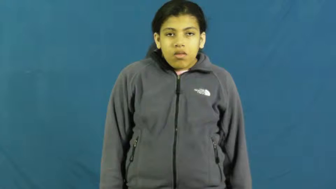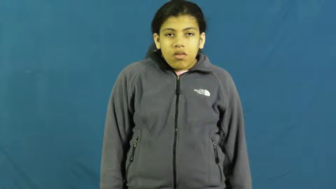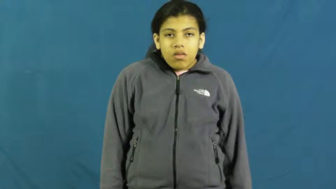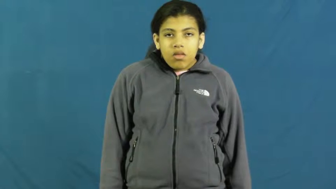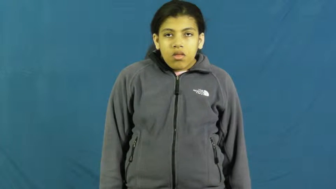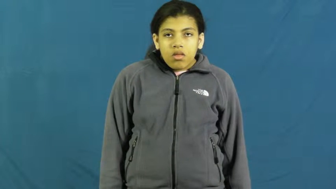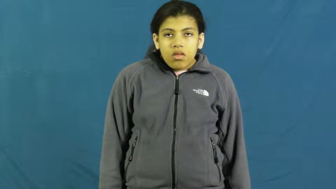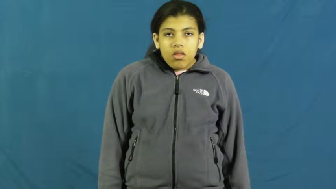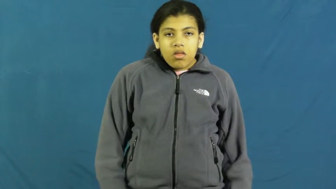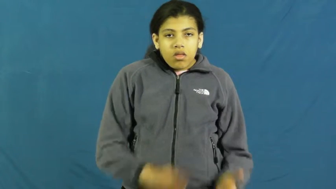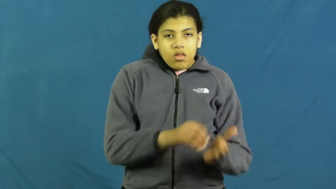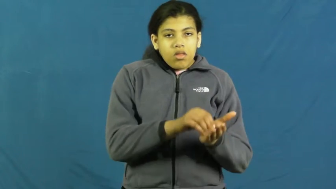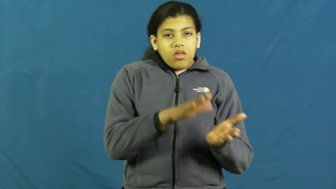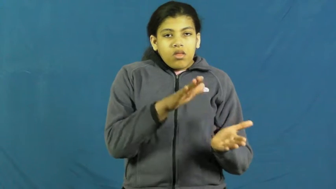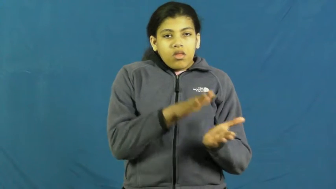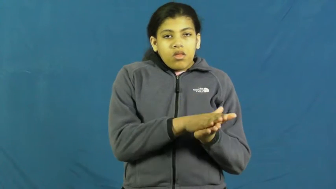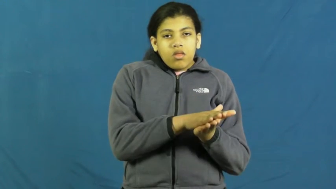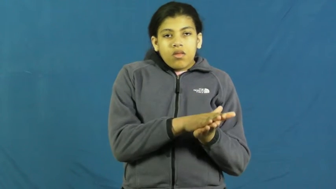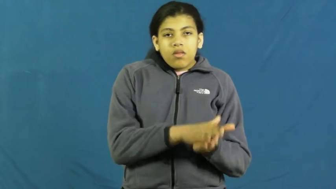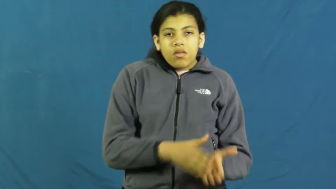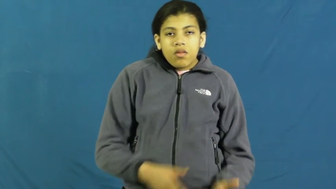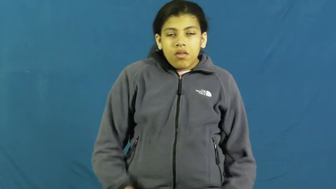document